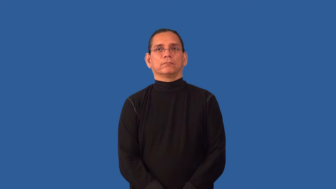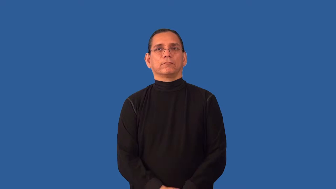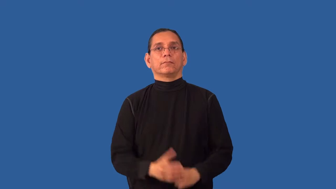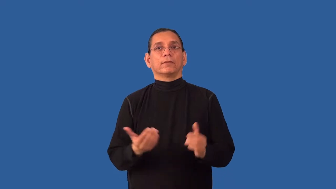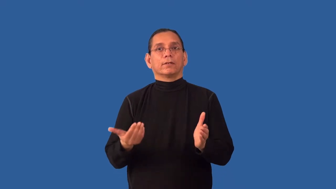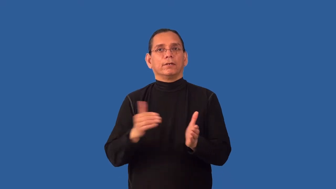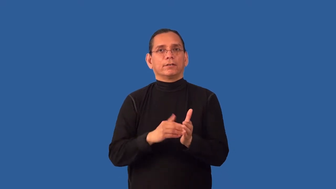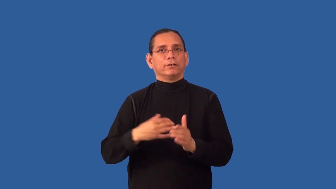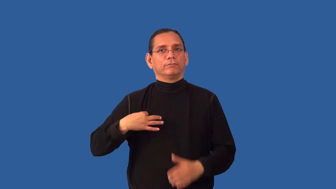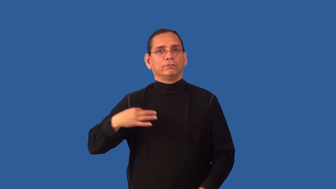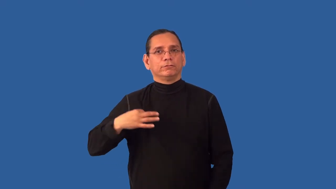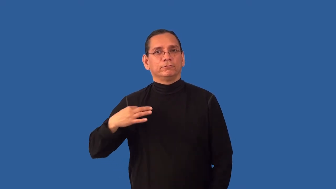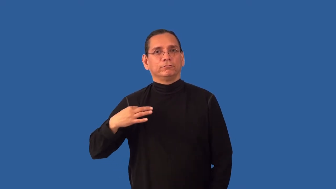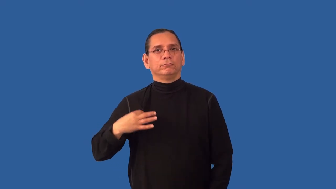reapply-try again